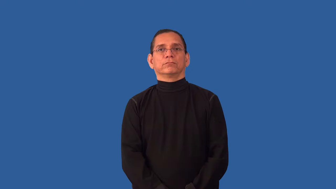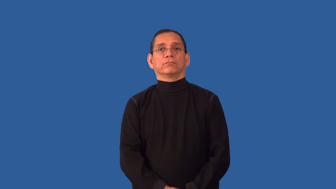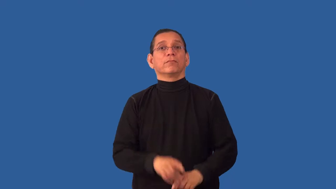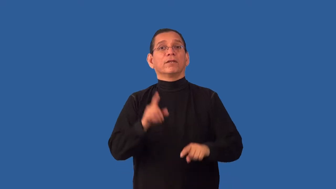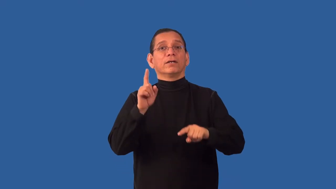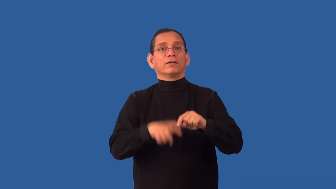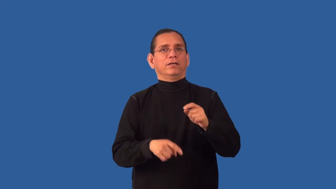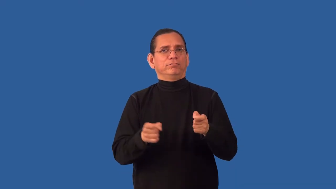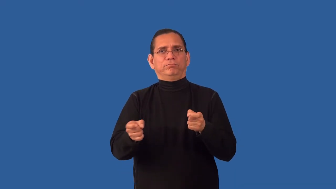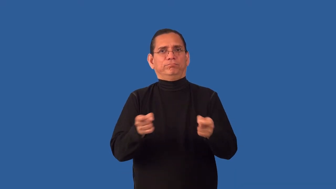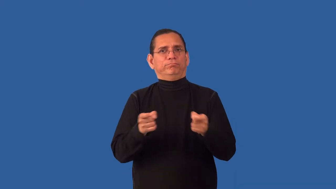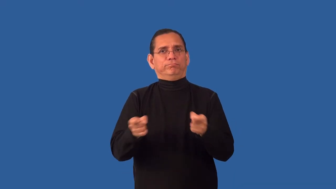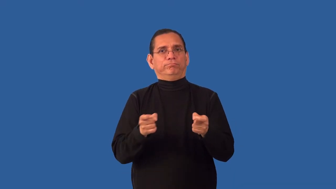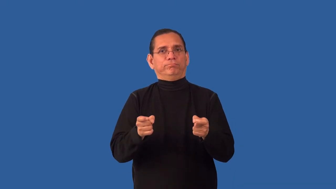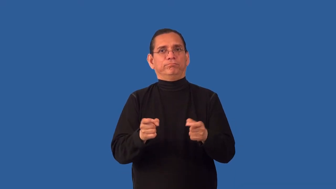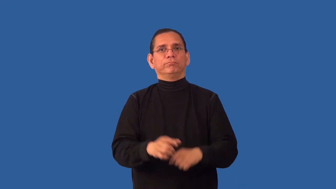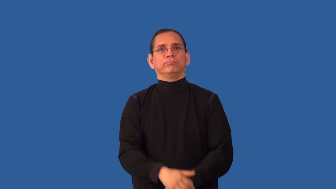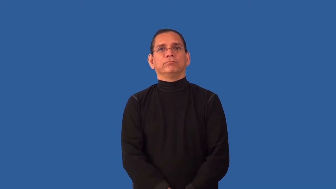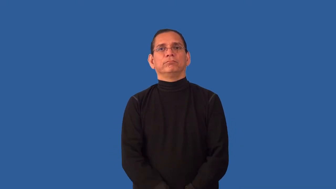uncheckable